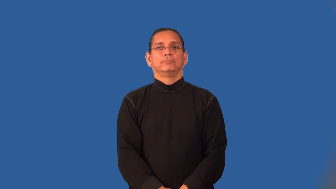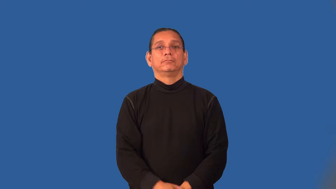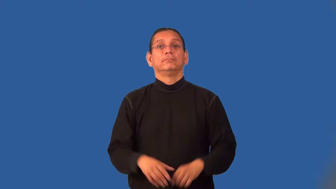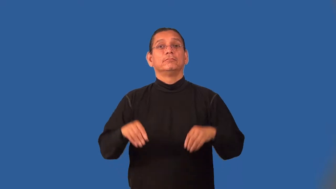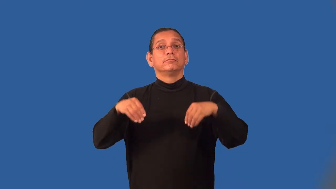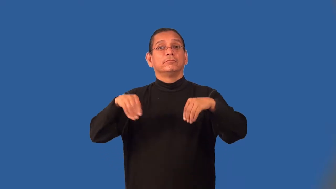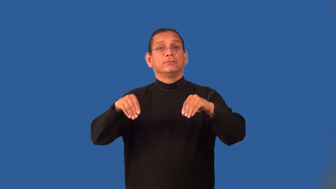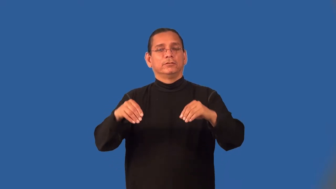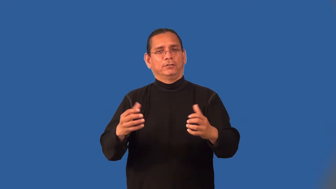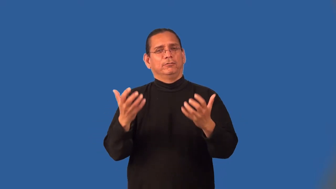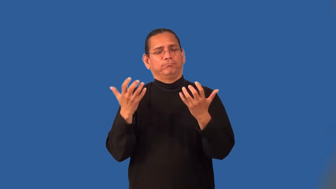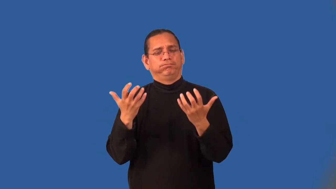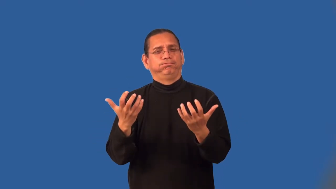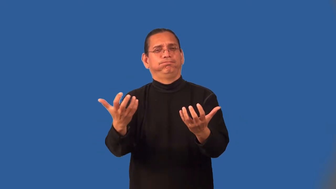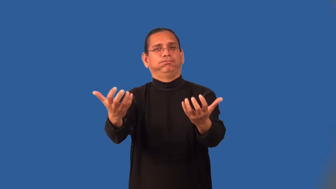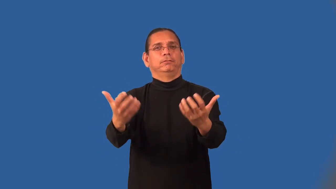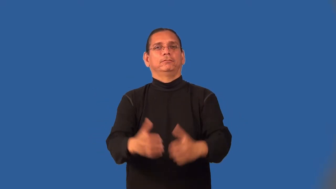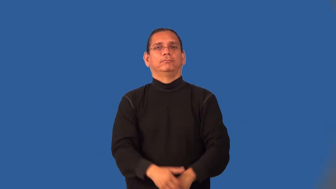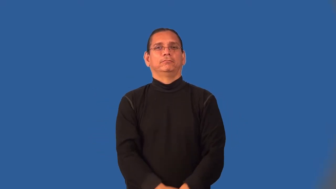market-sales potential